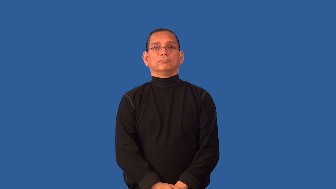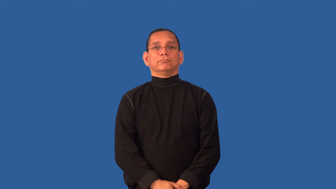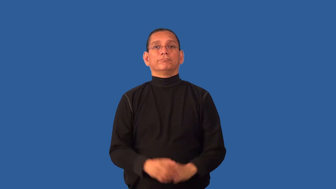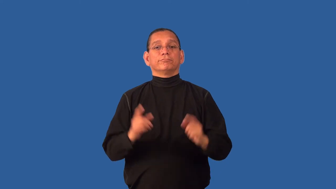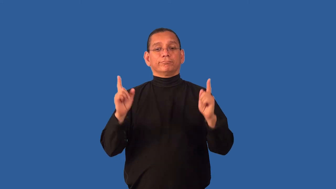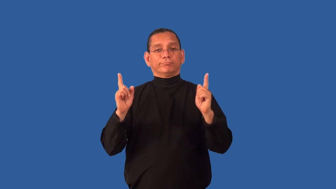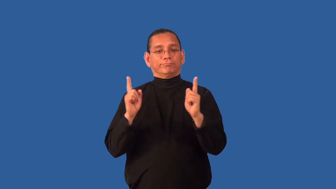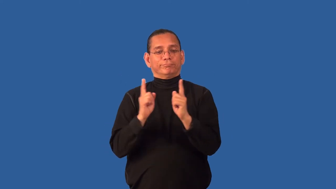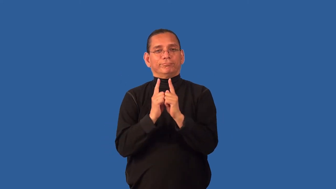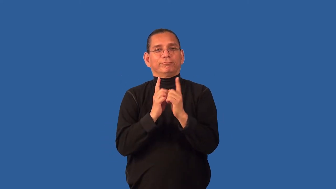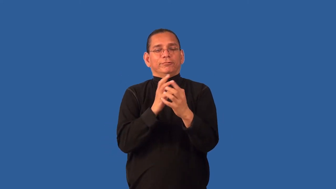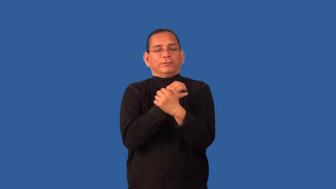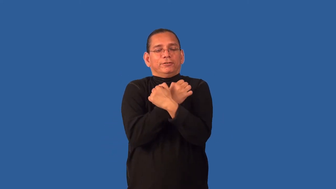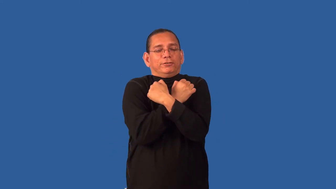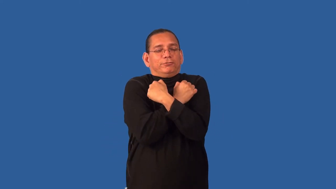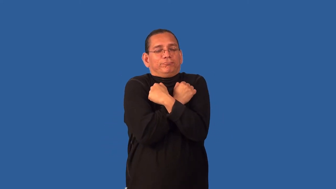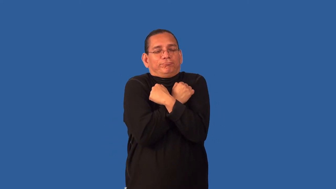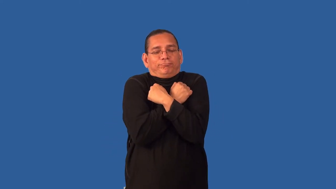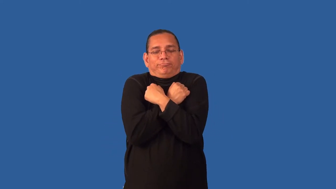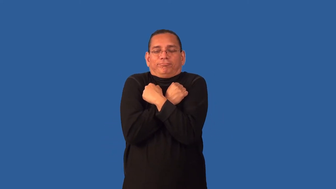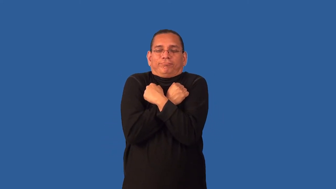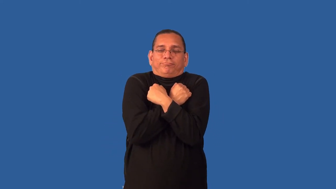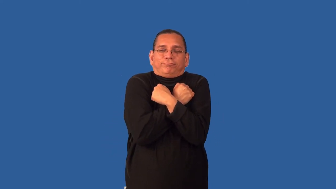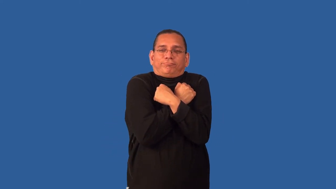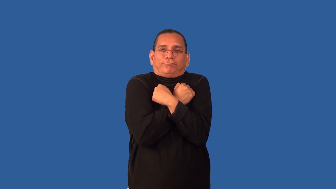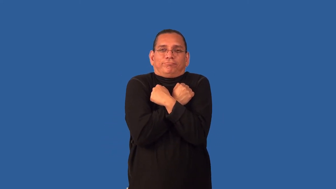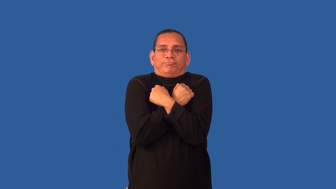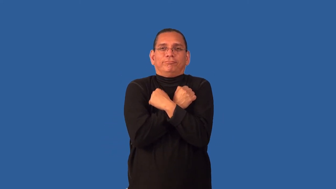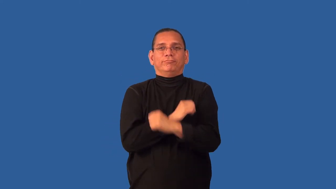cuddle